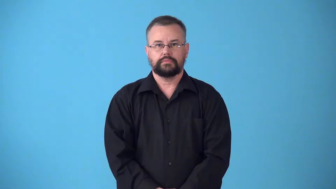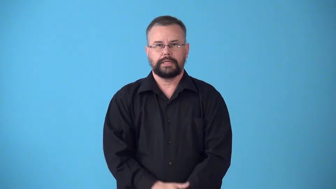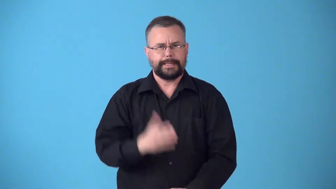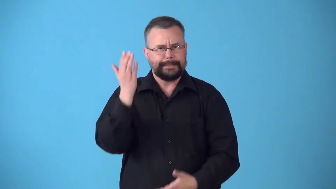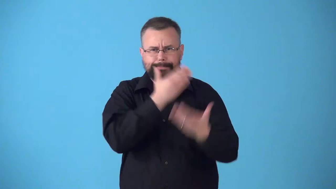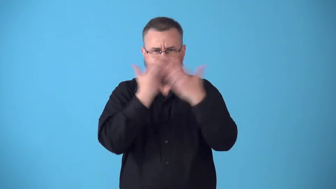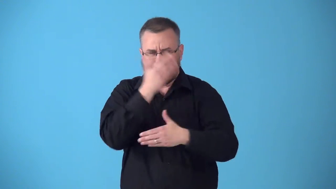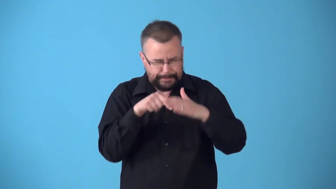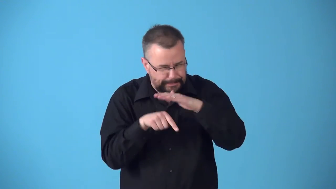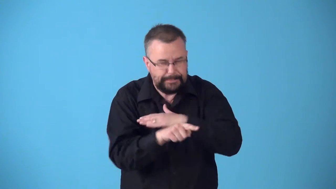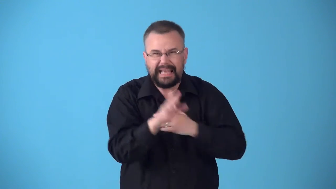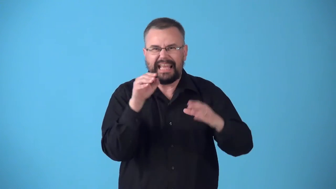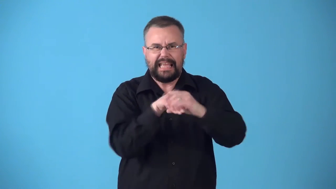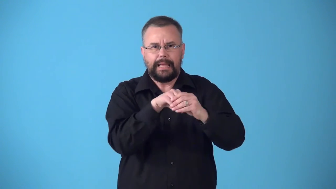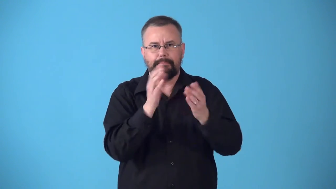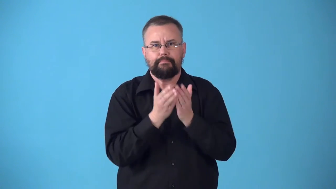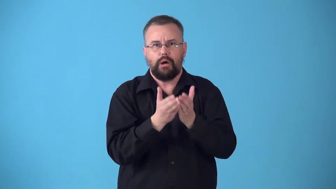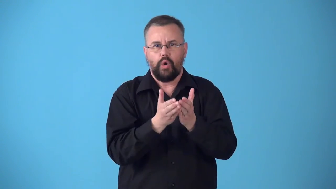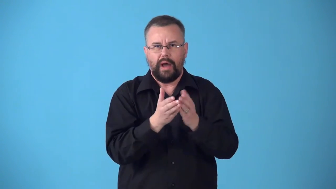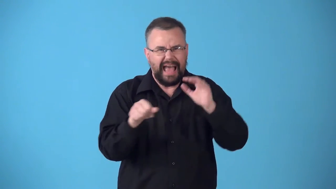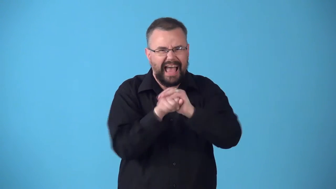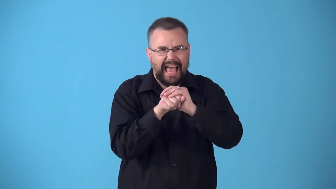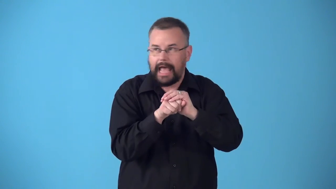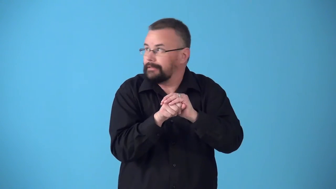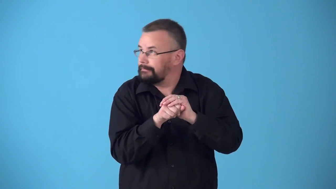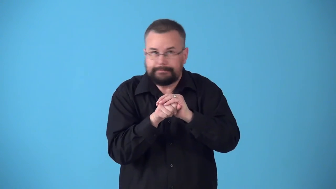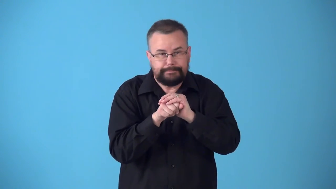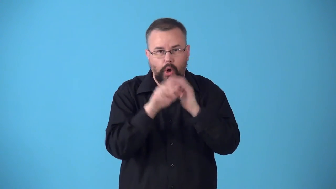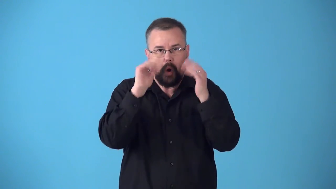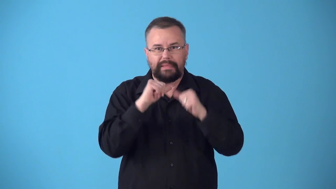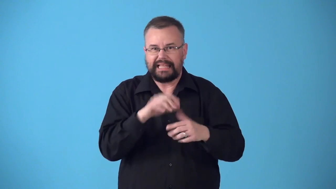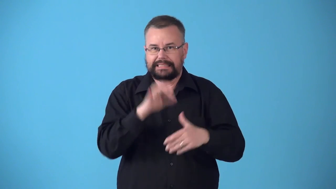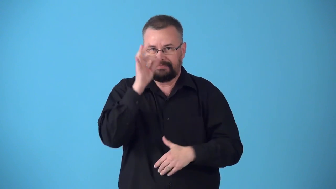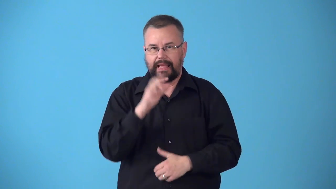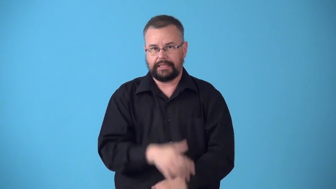stowaway